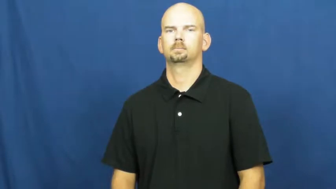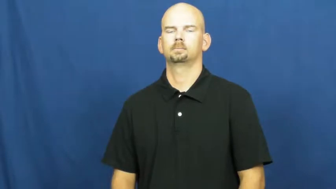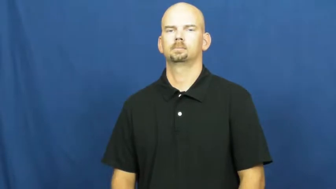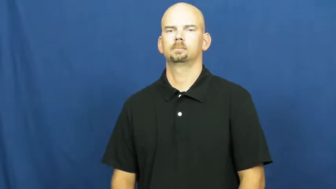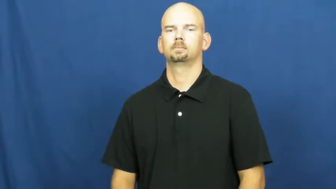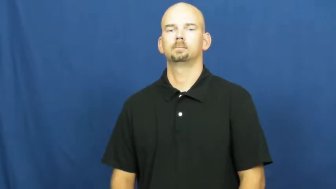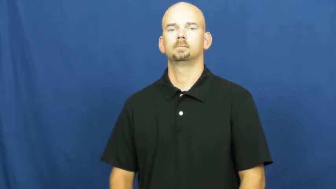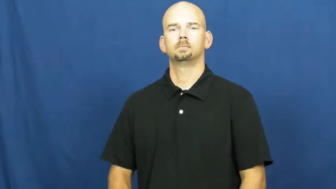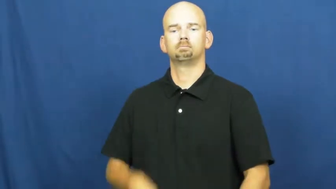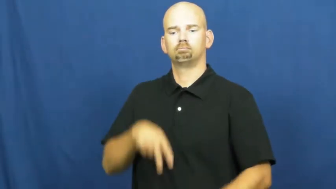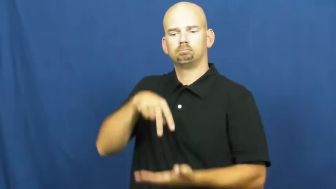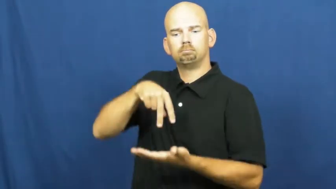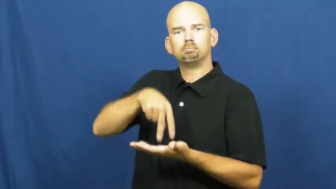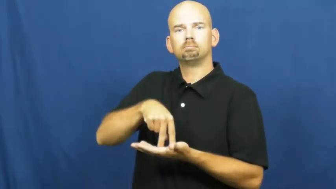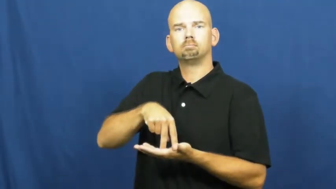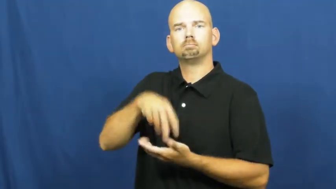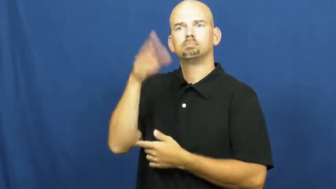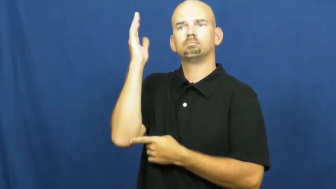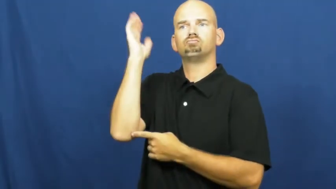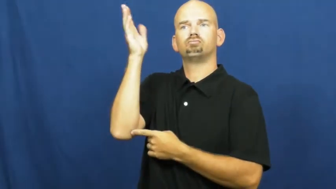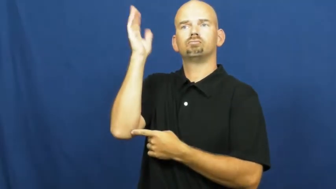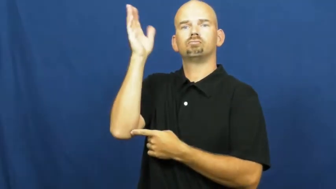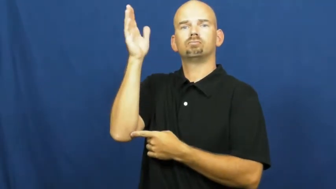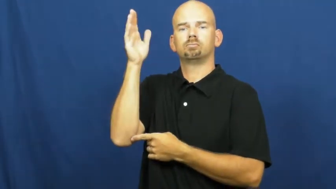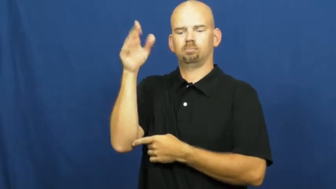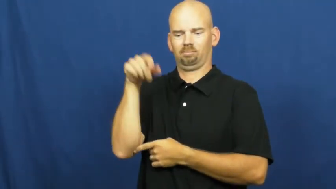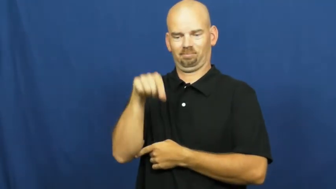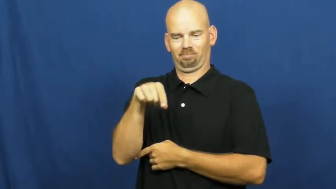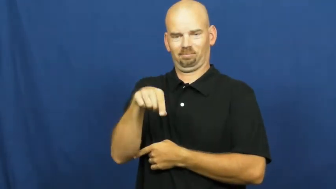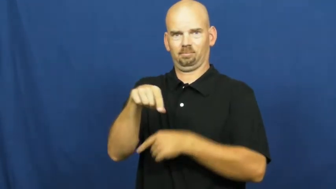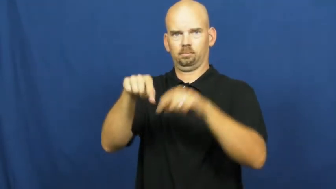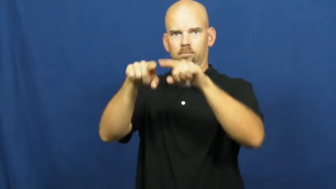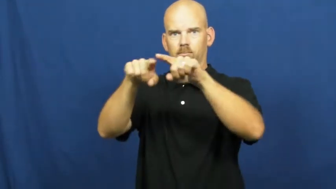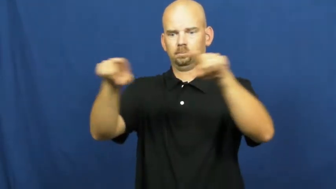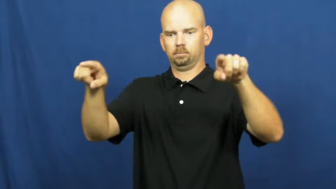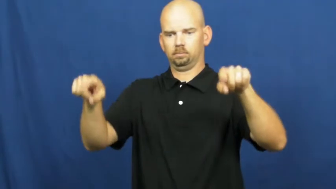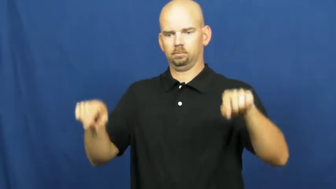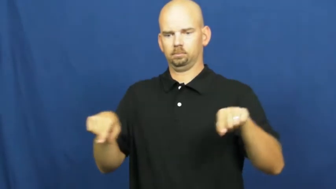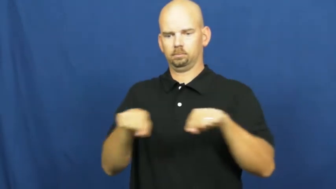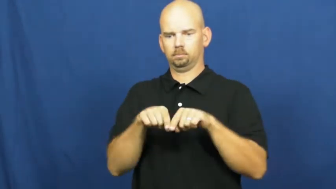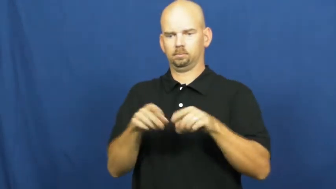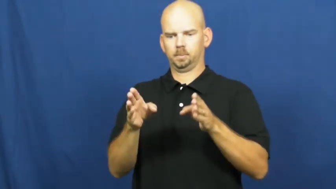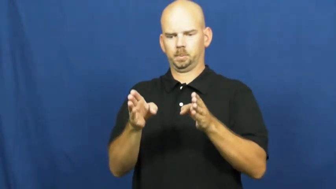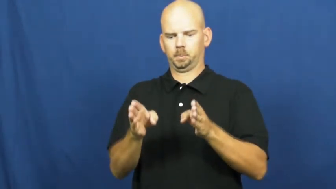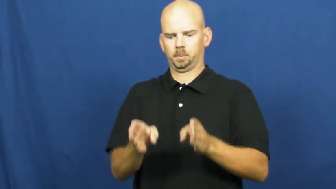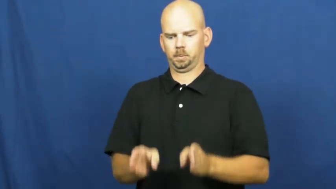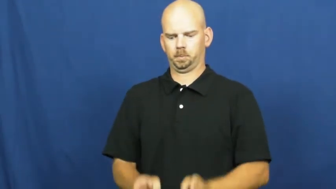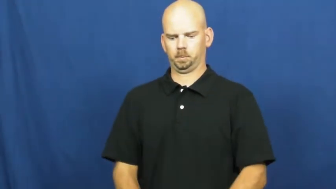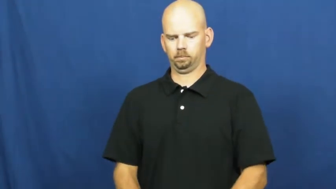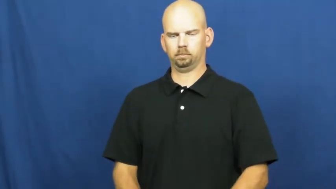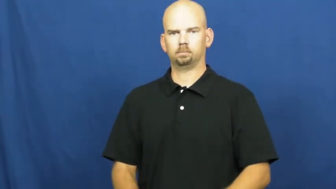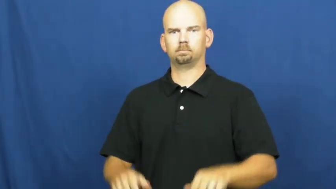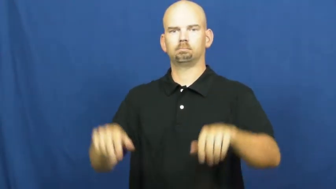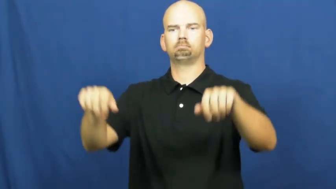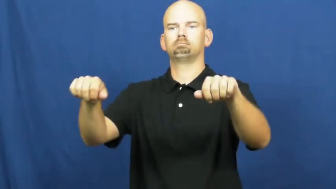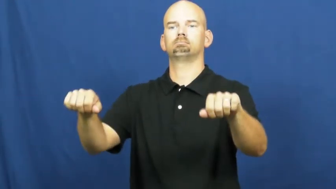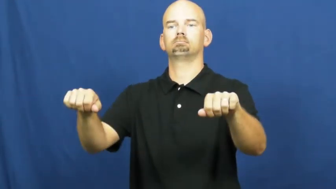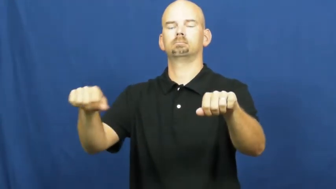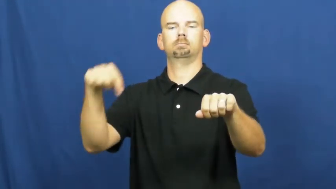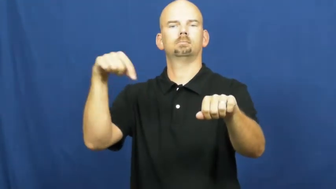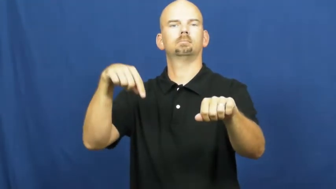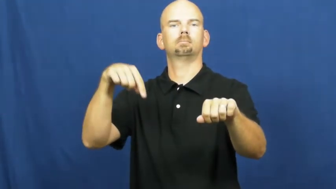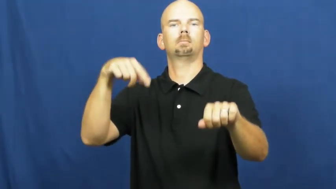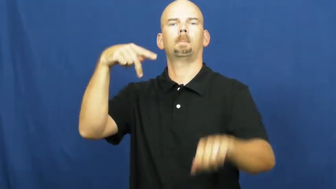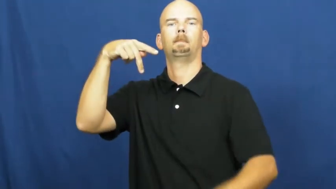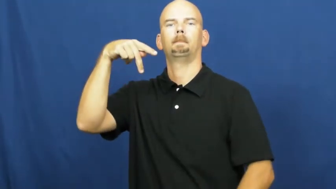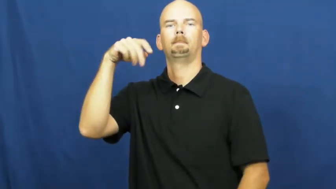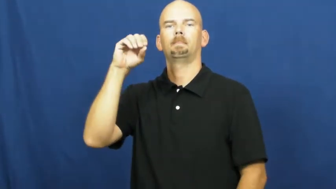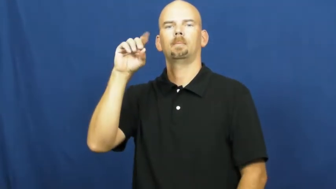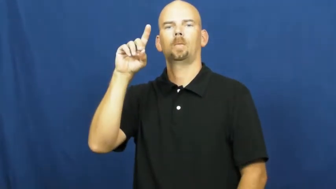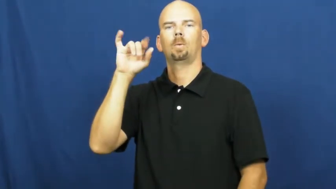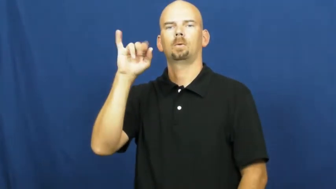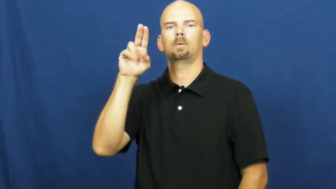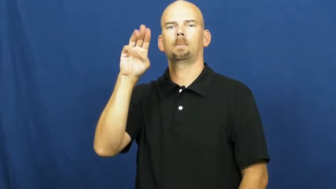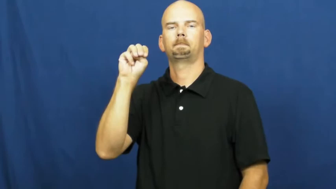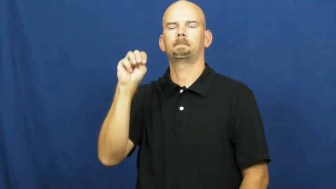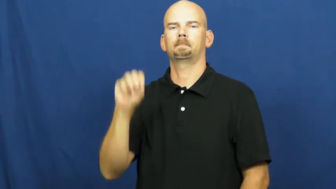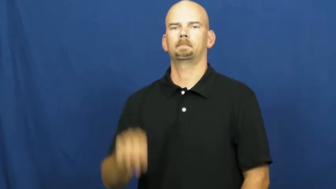podium